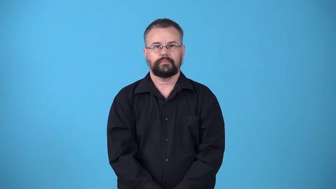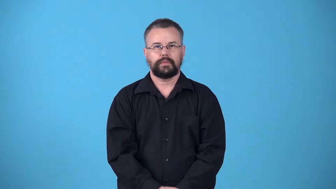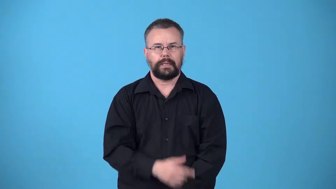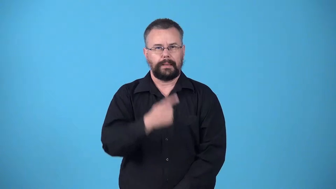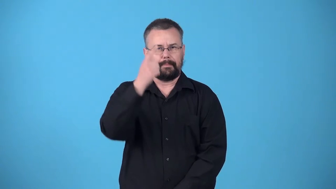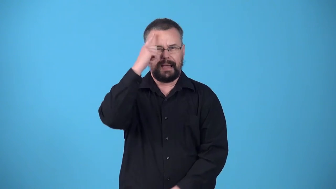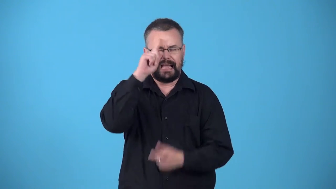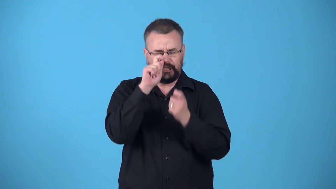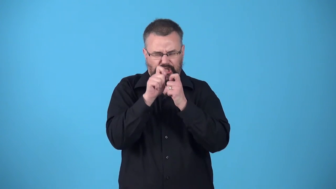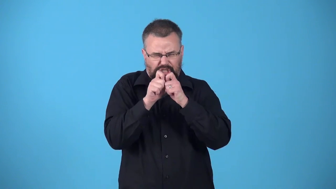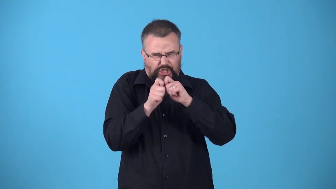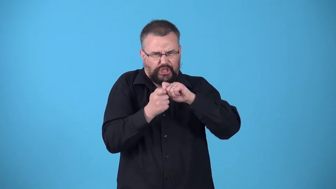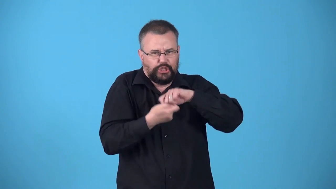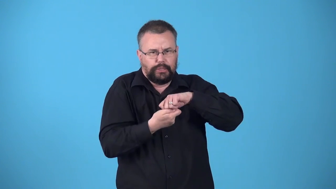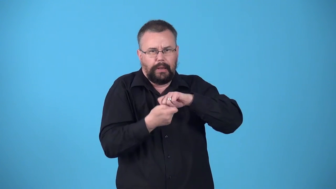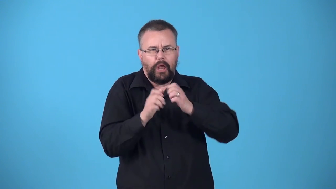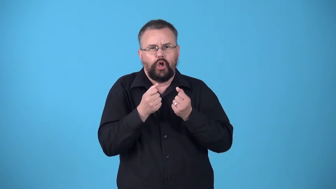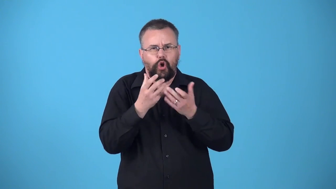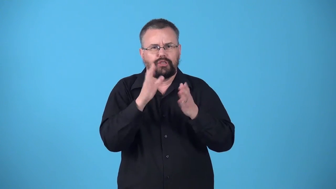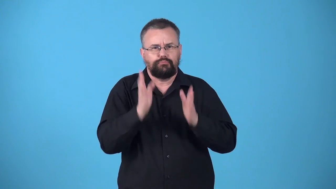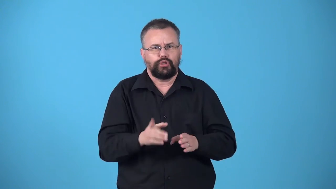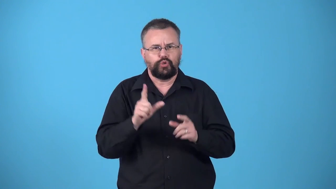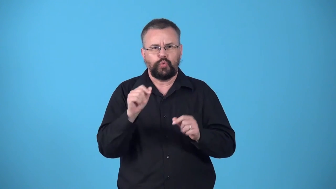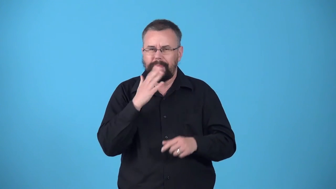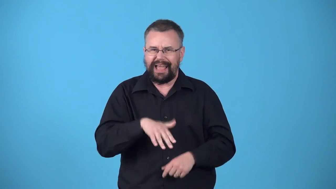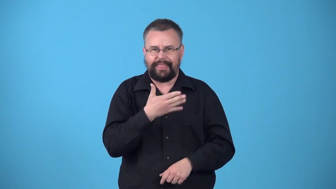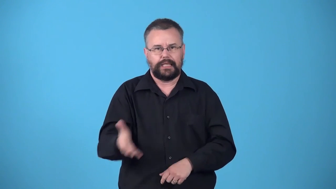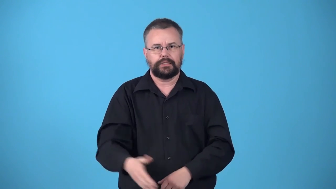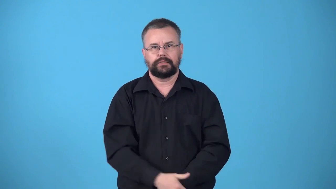warp-cause a person to do bad things